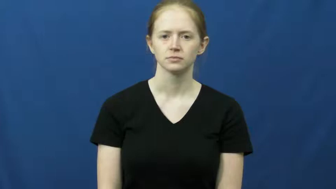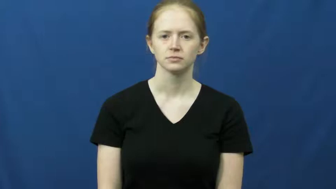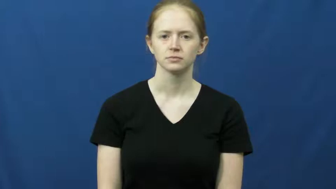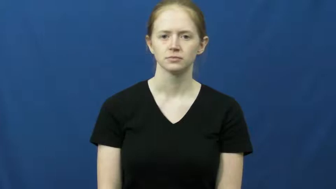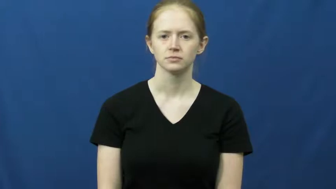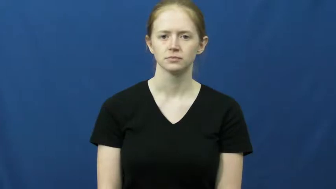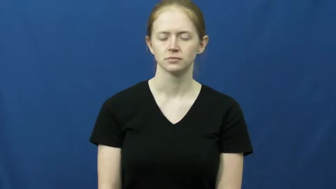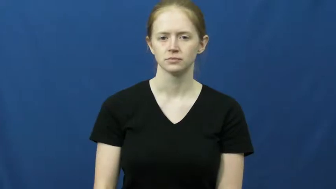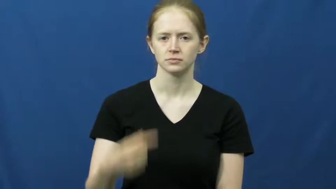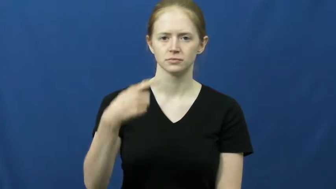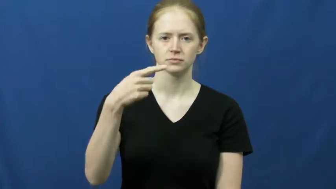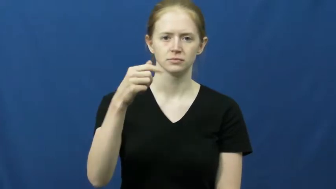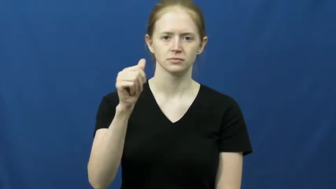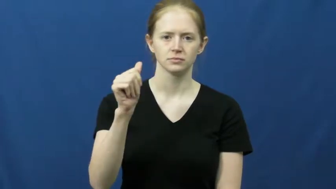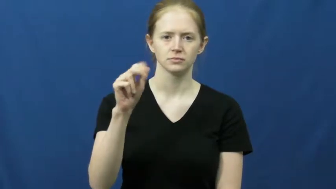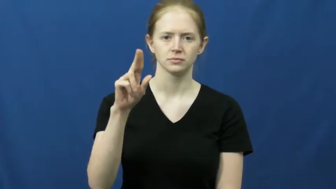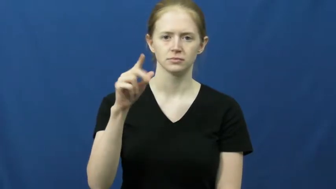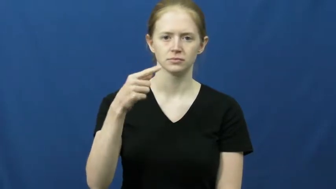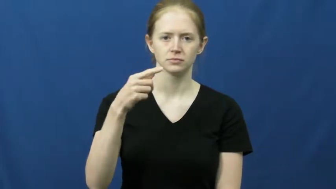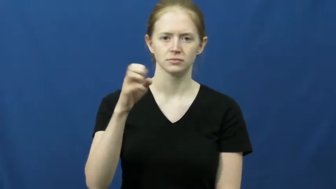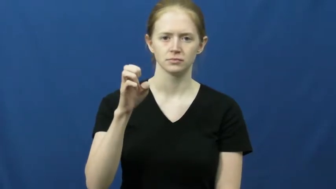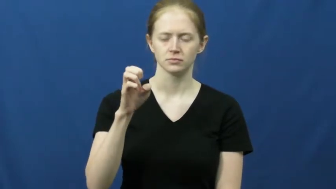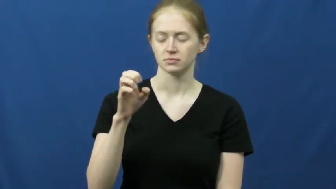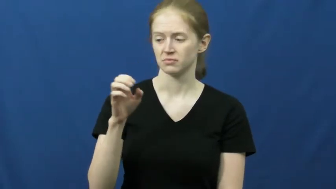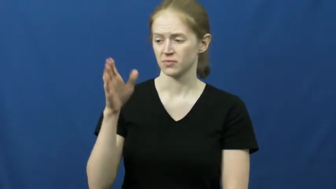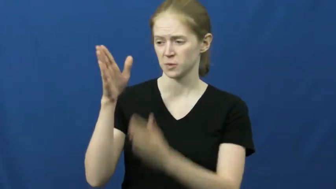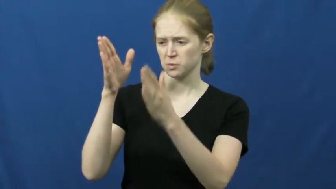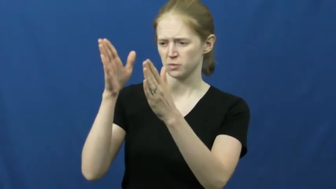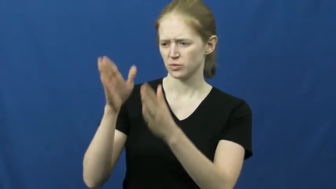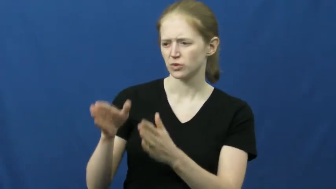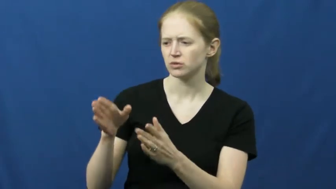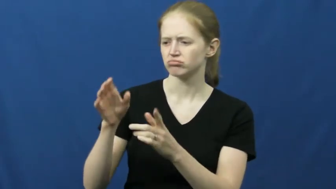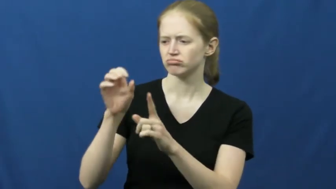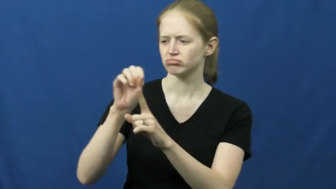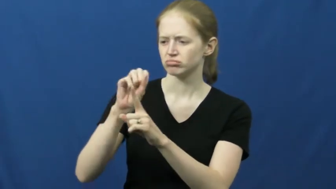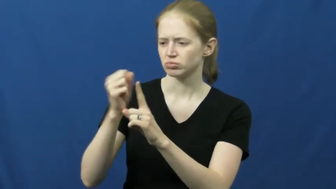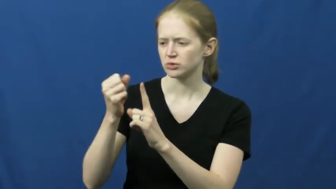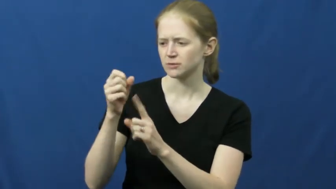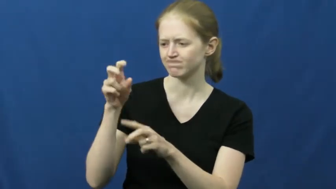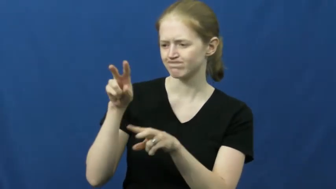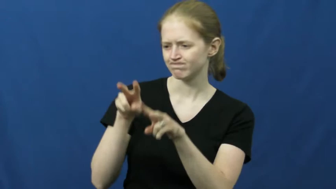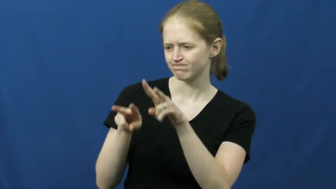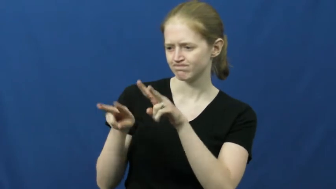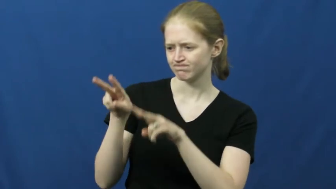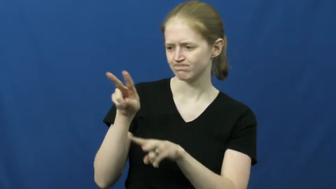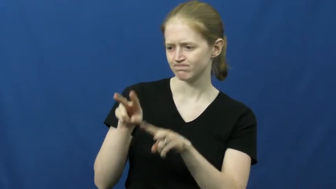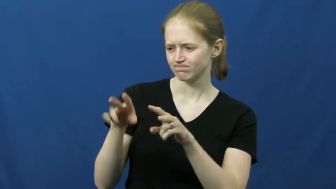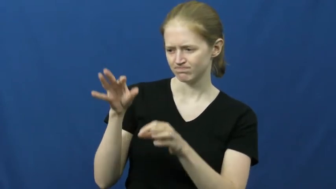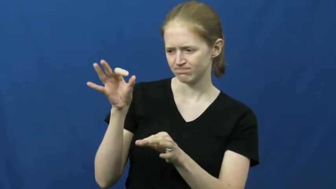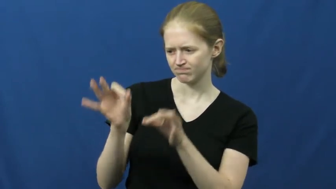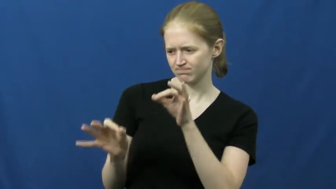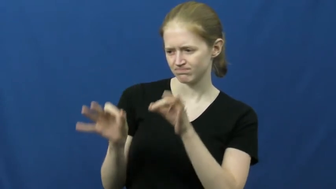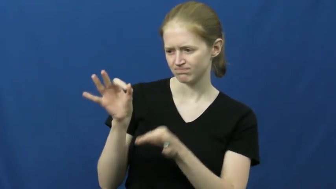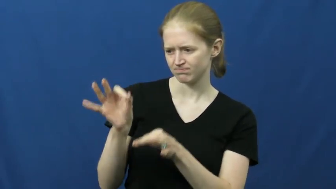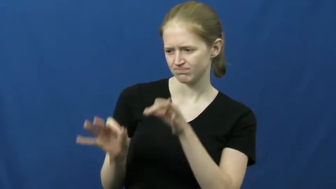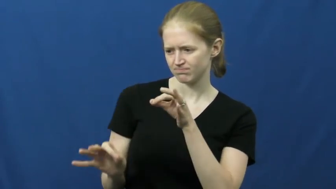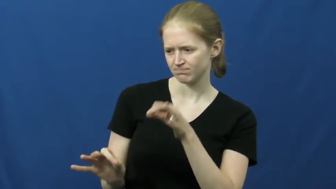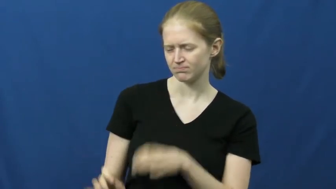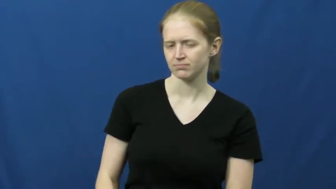gauge-judging